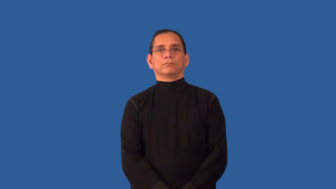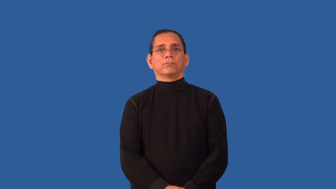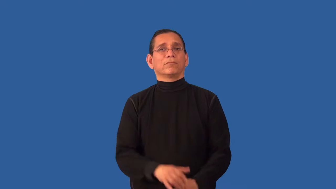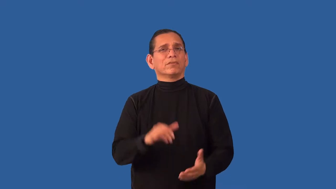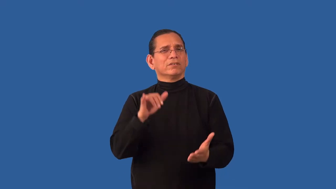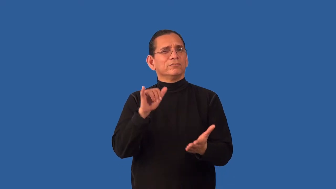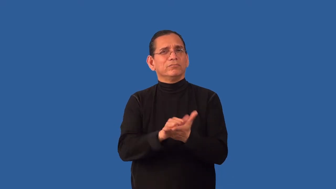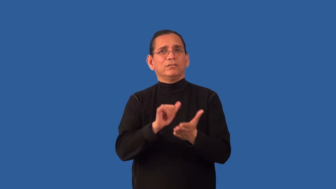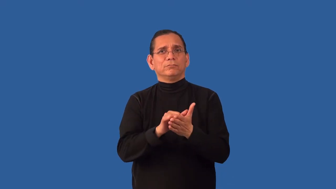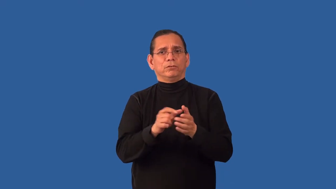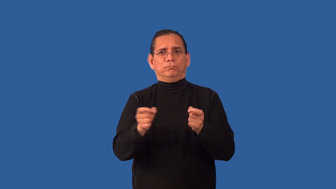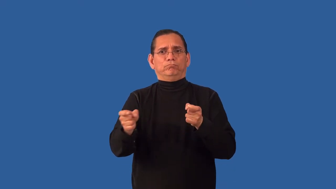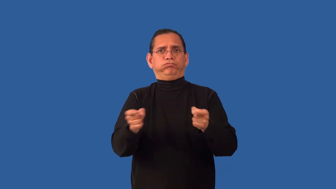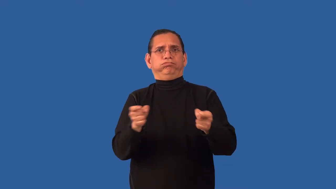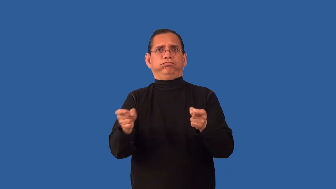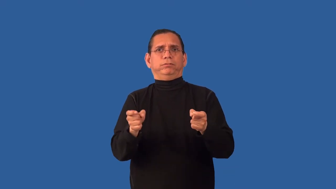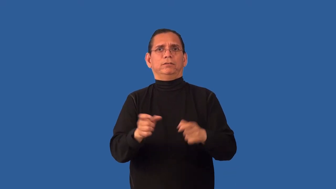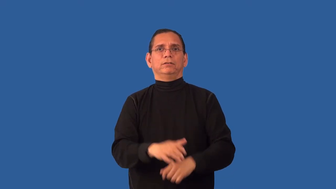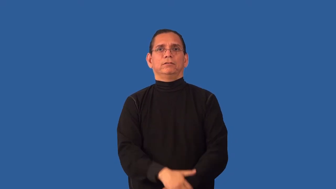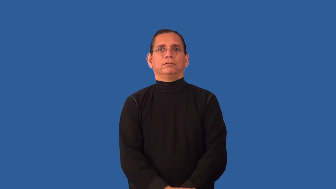ungovernable